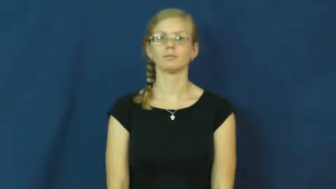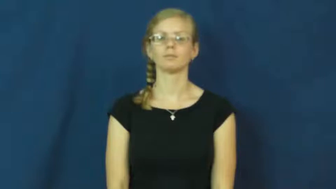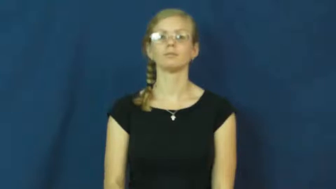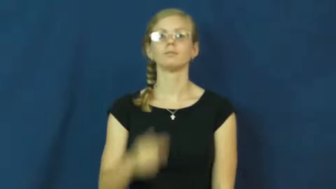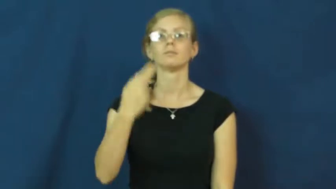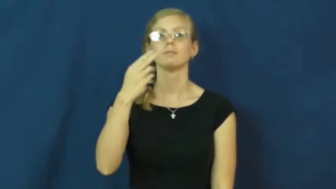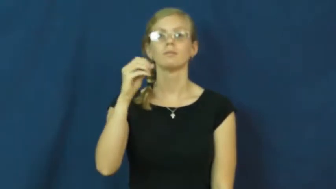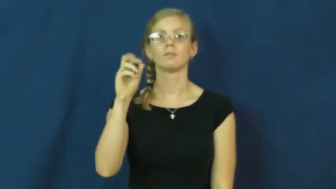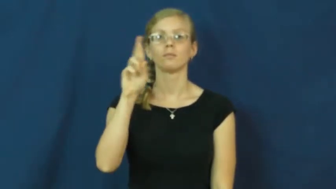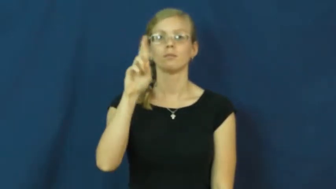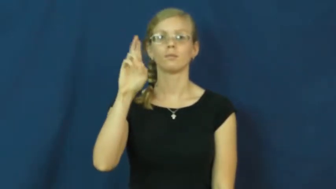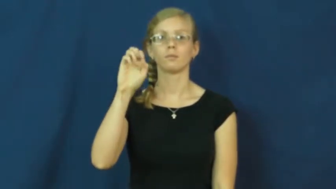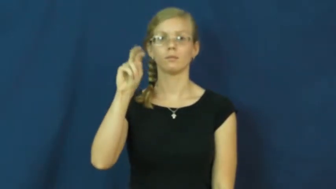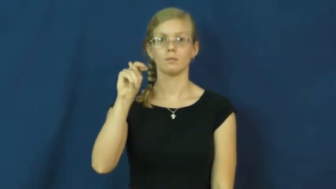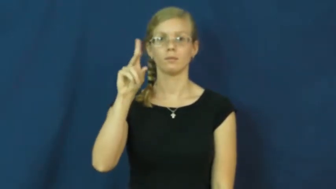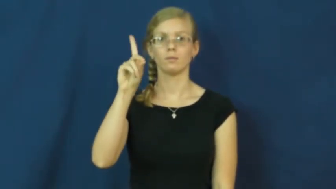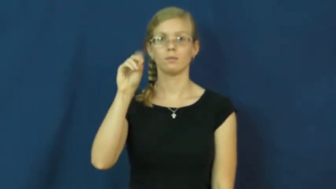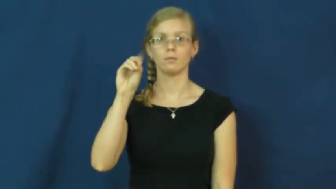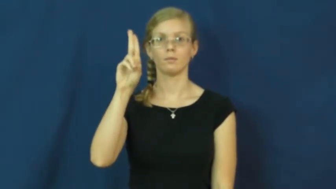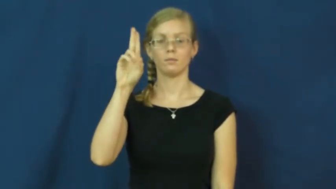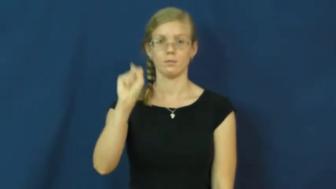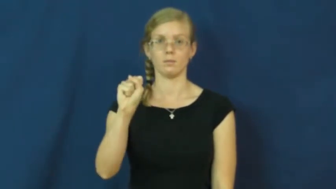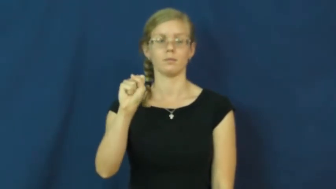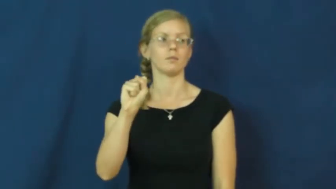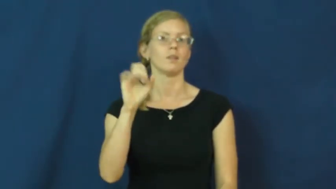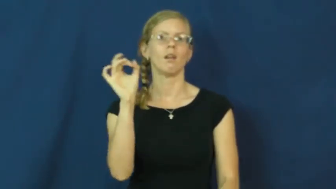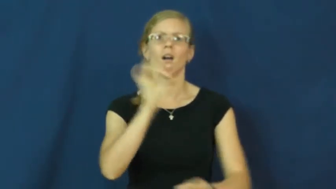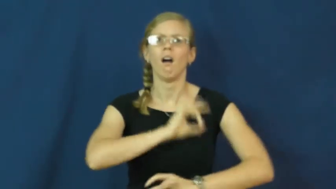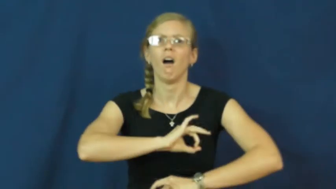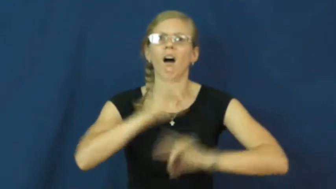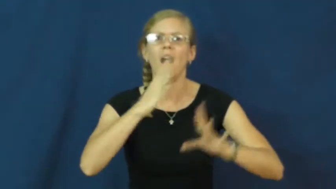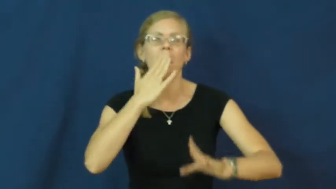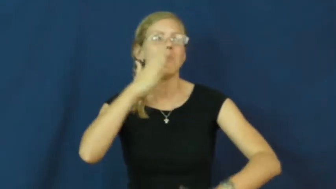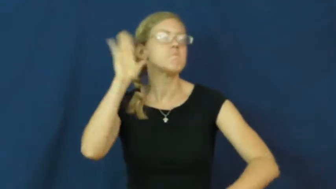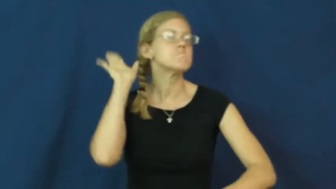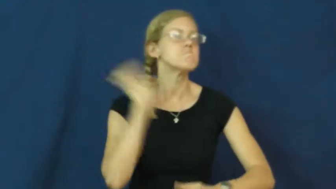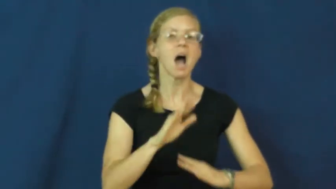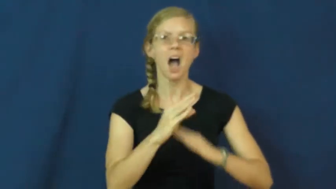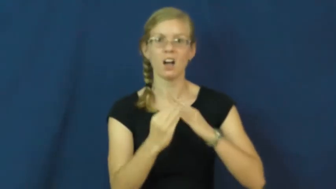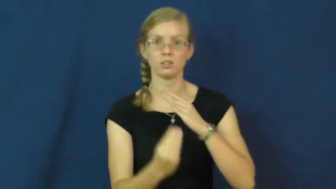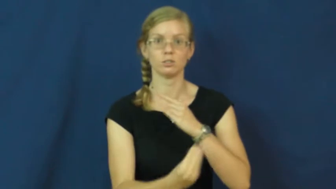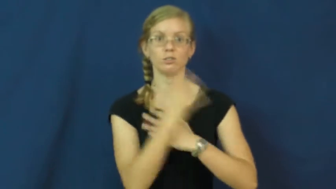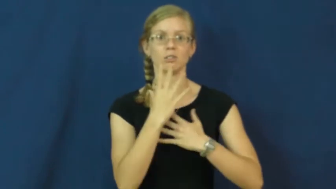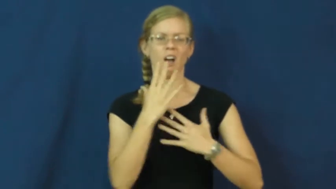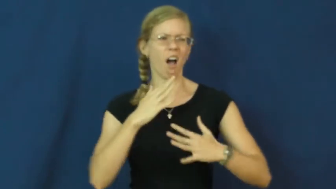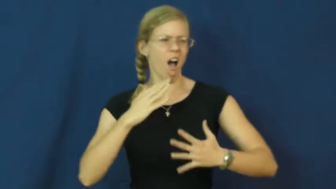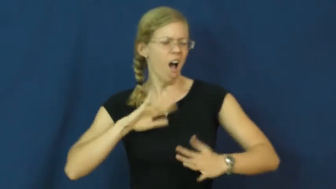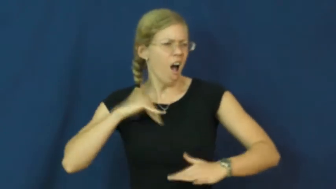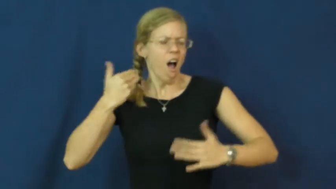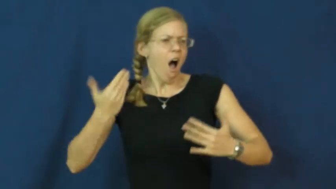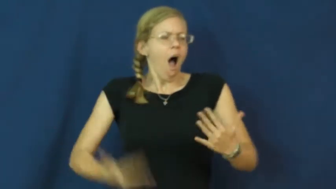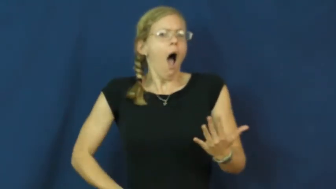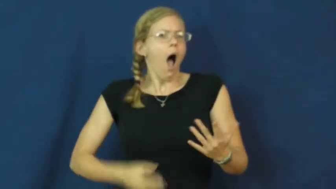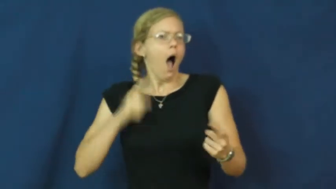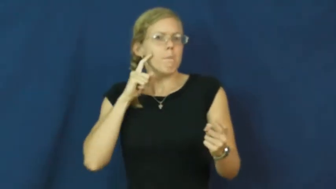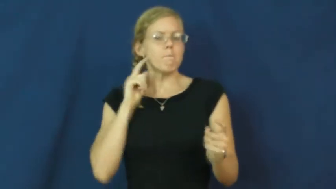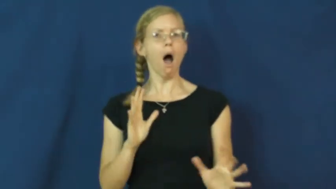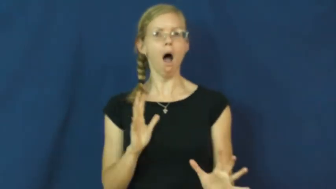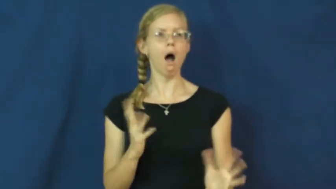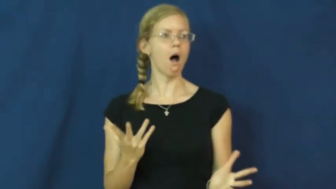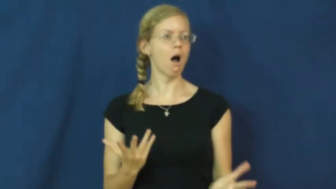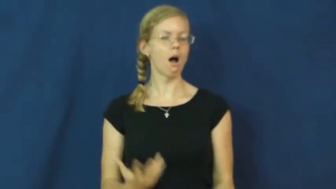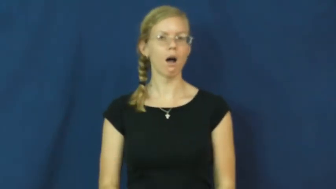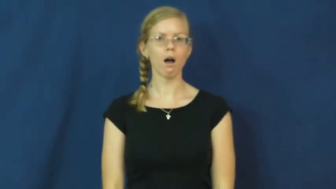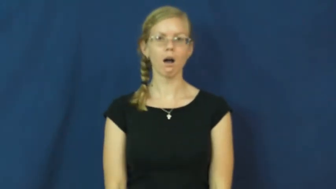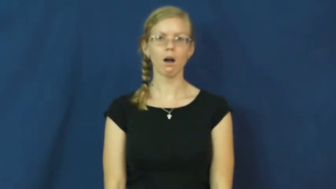horrendous